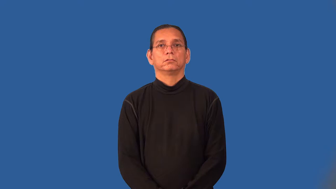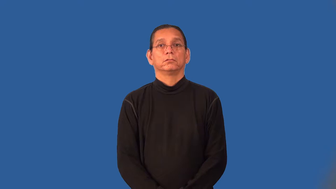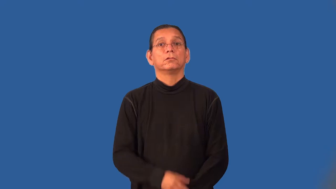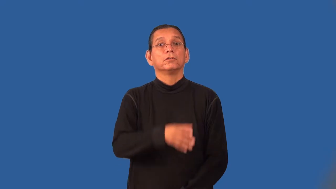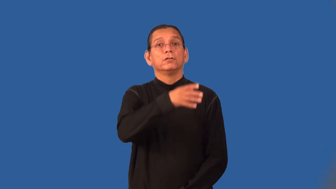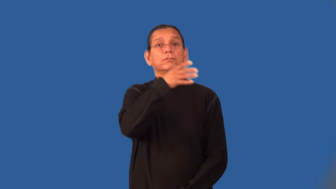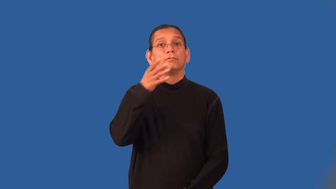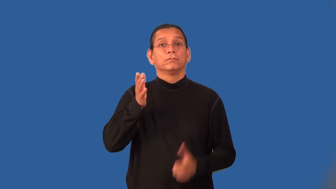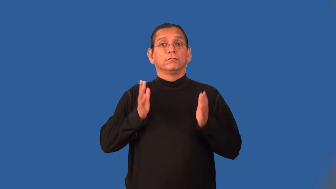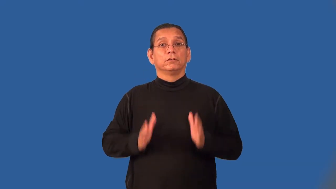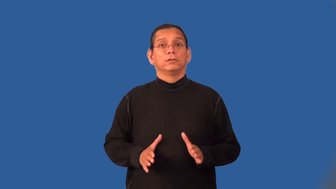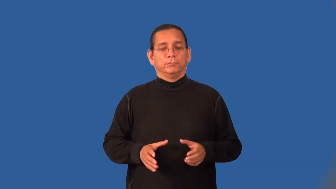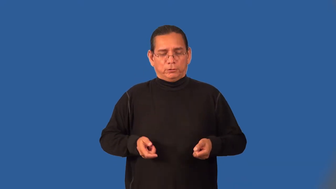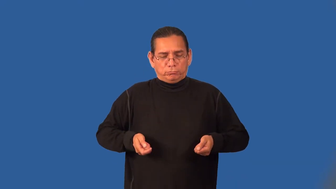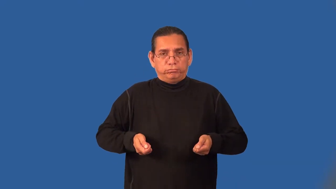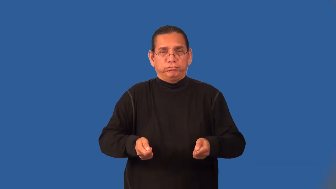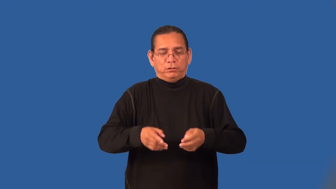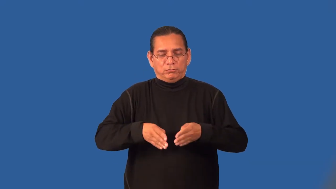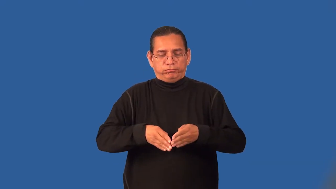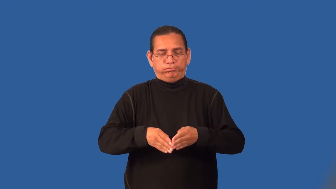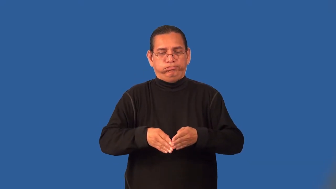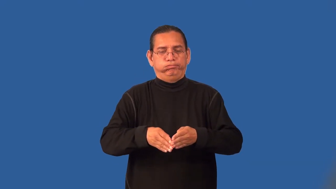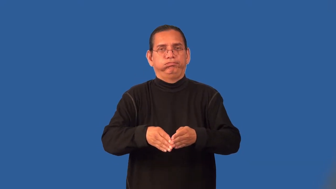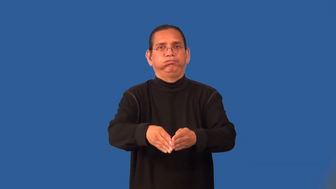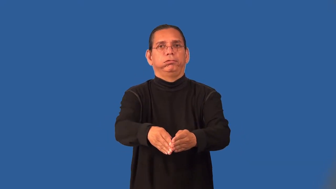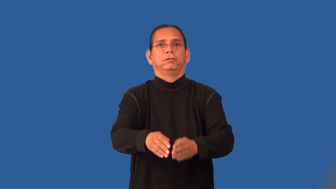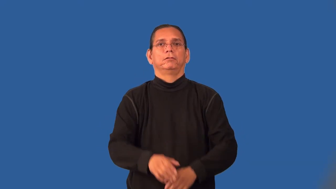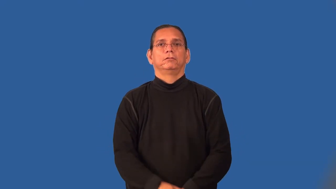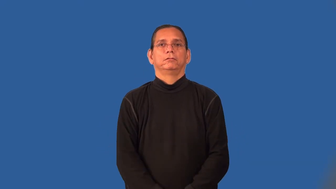plowman